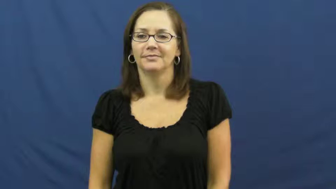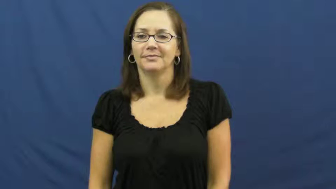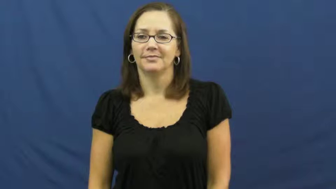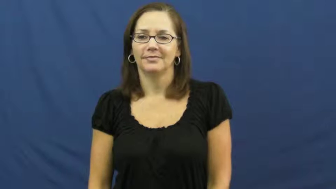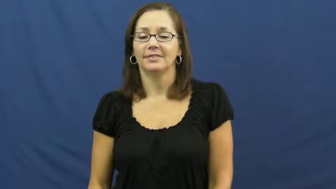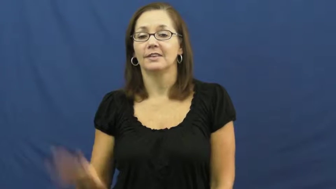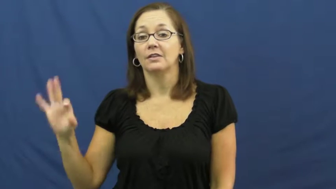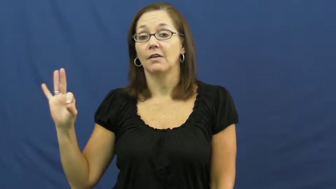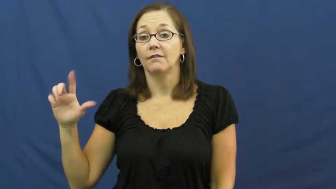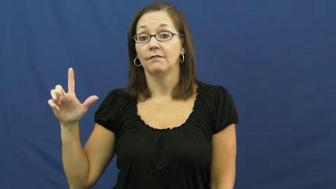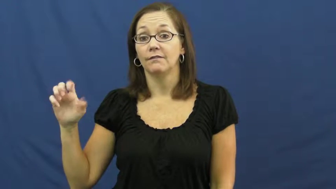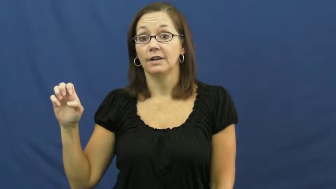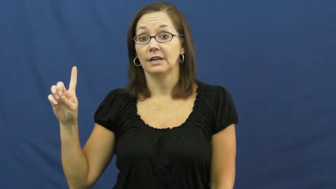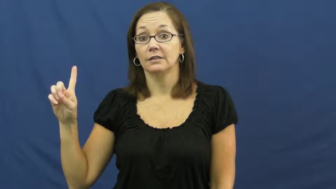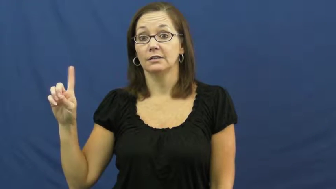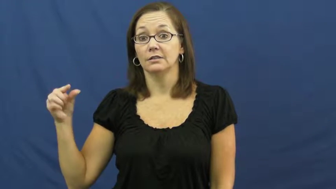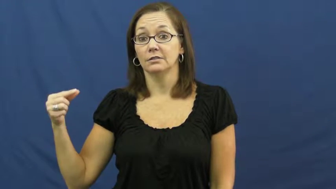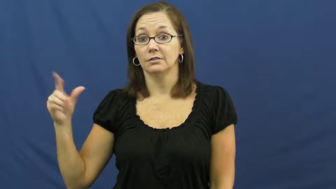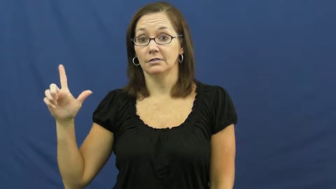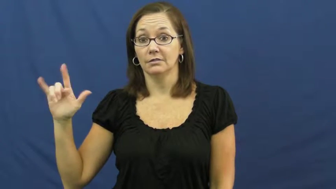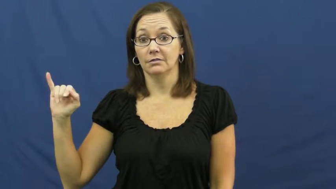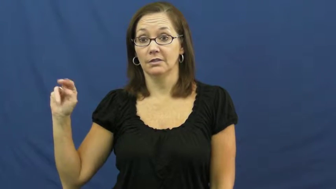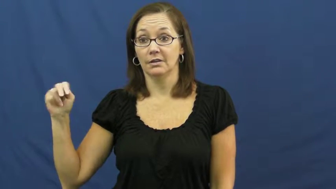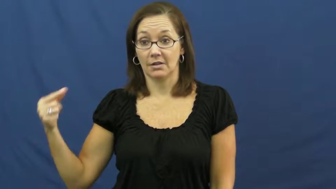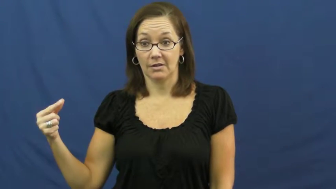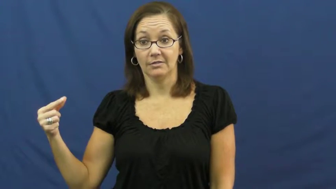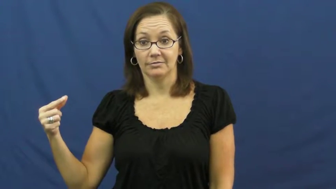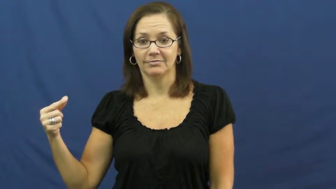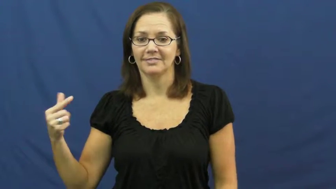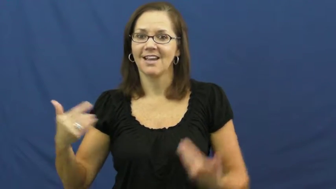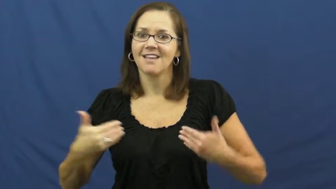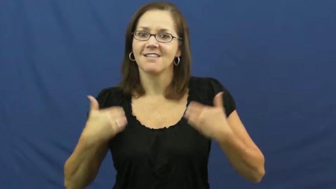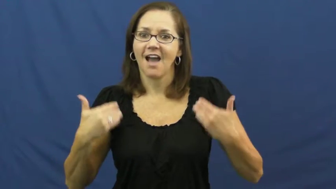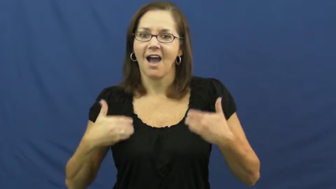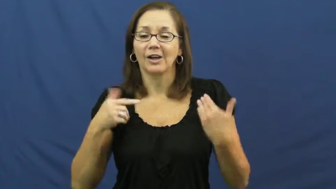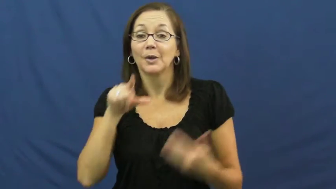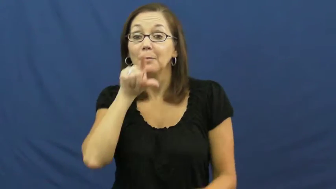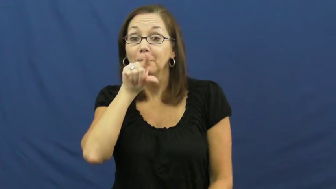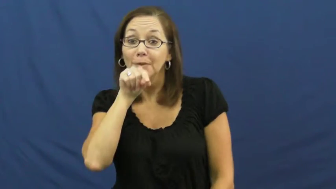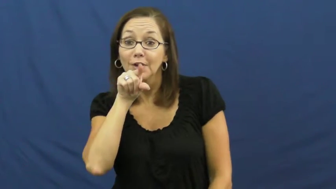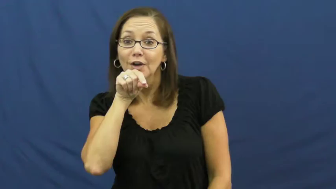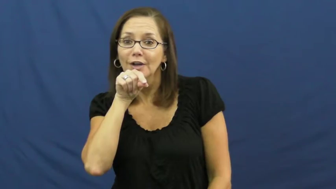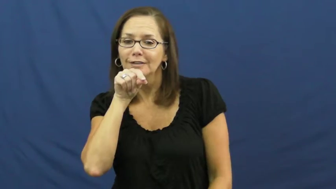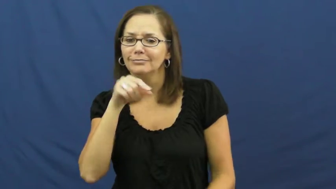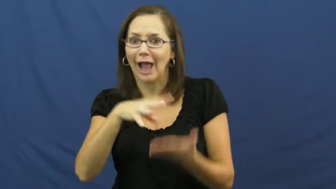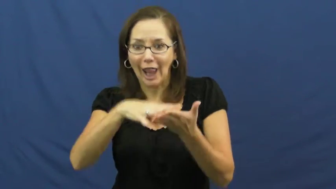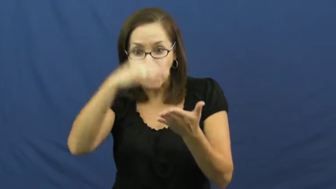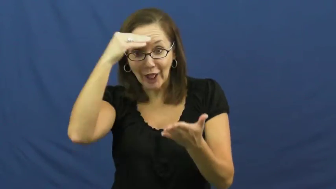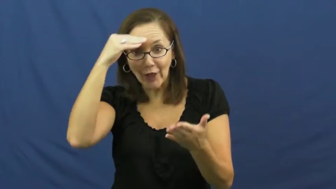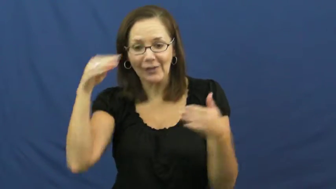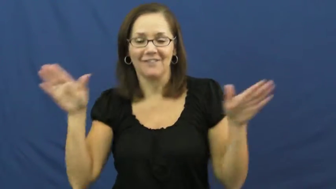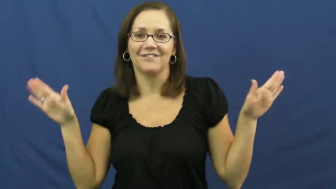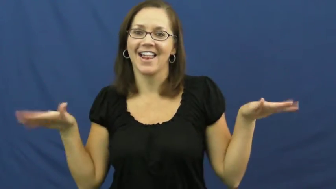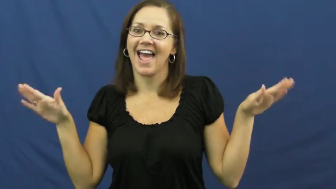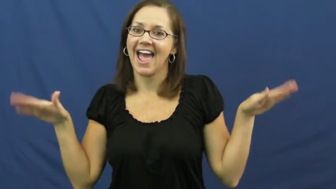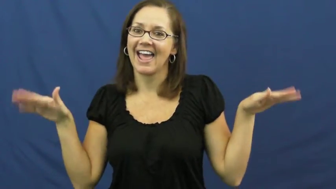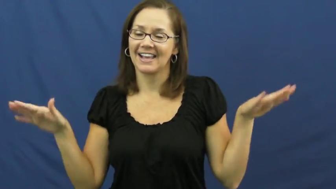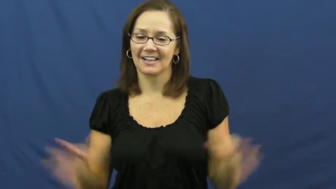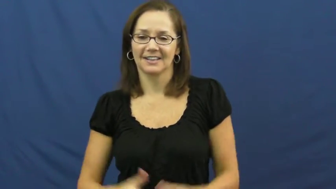fledgling-bird